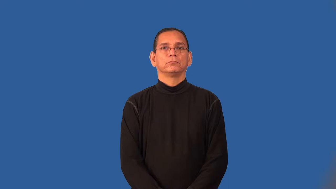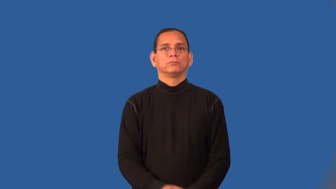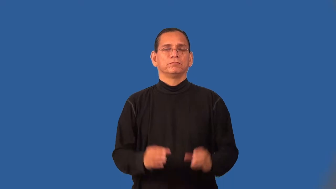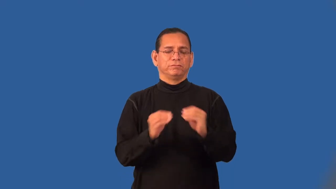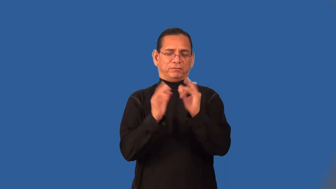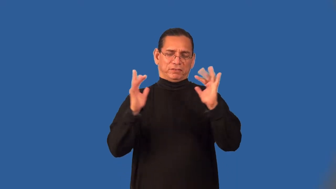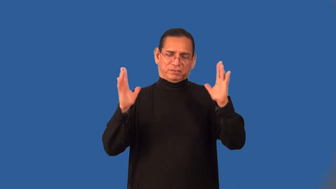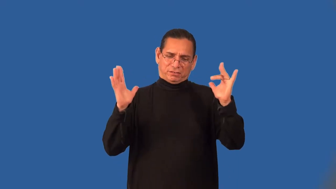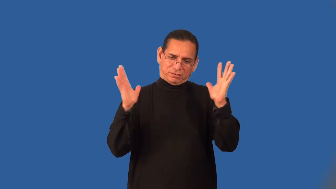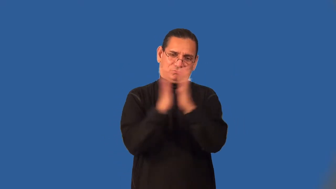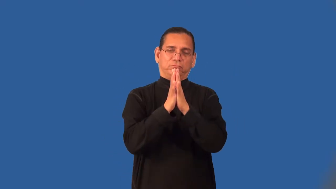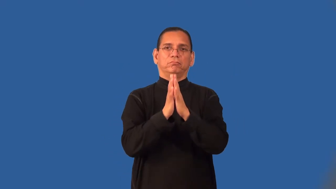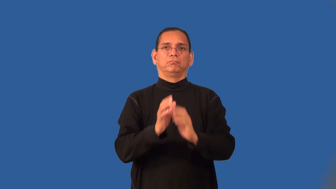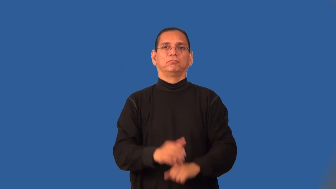ruckus,rumpus